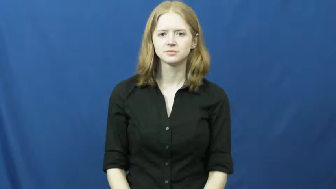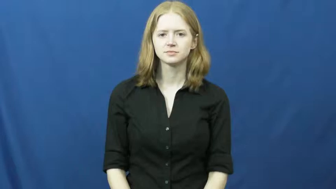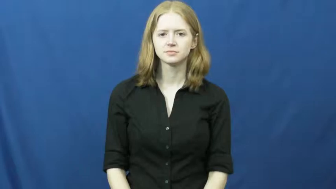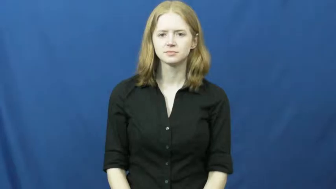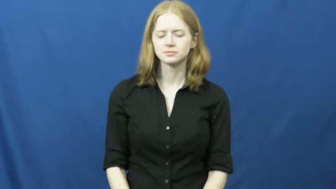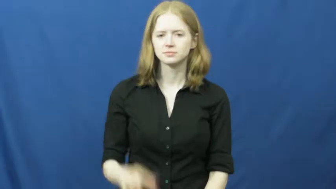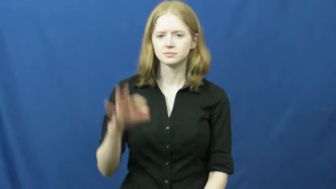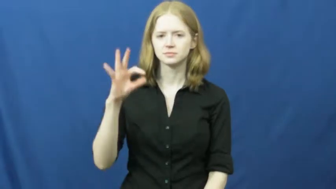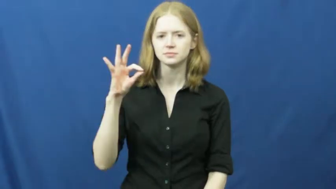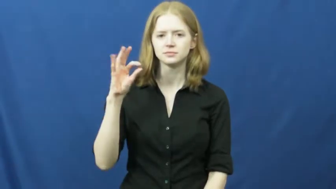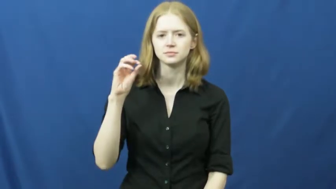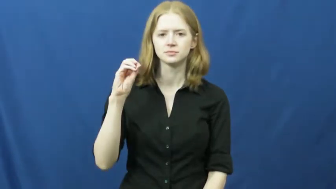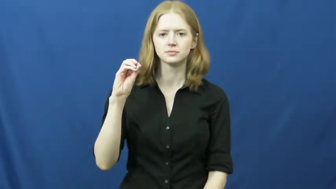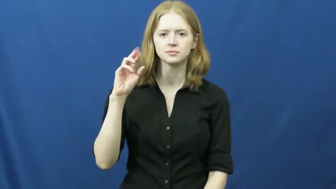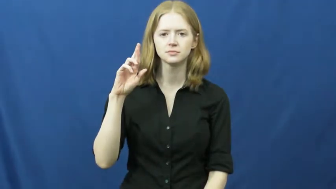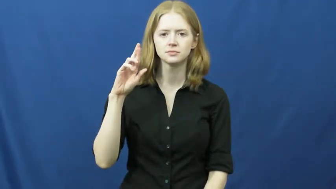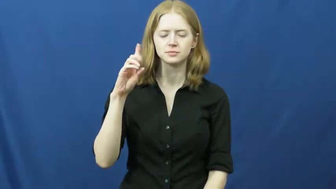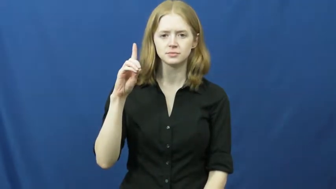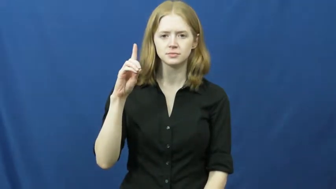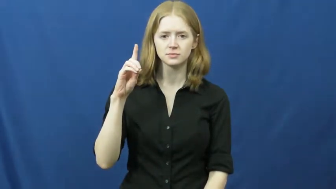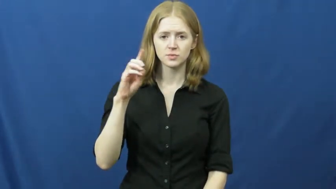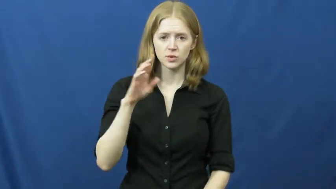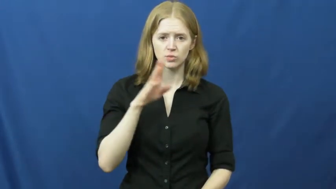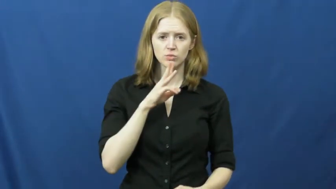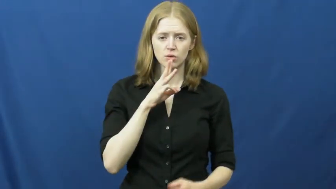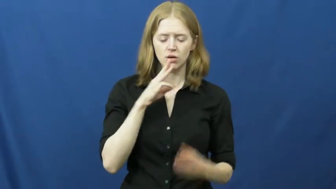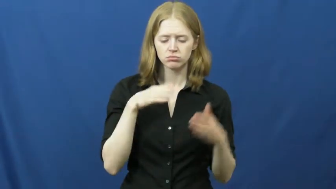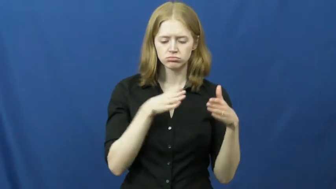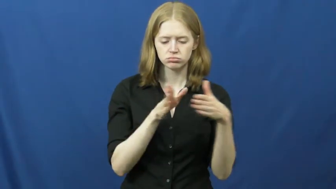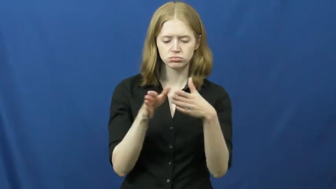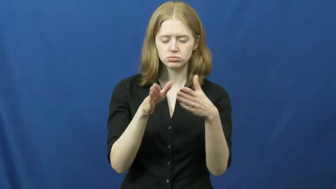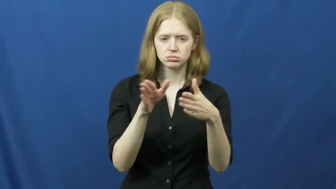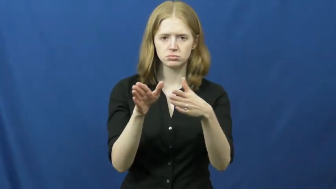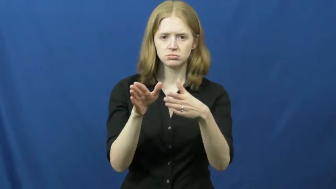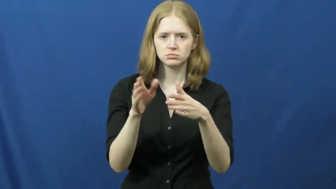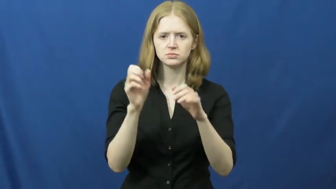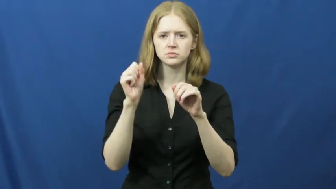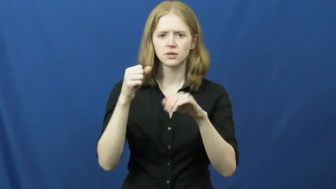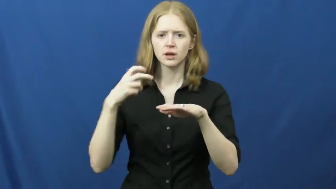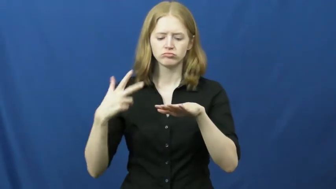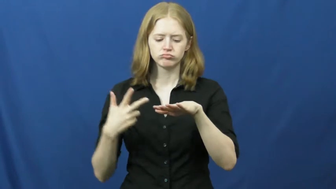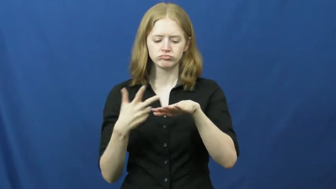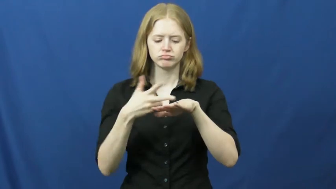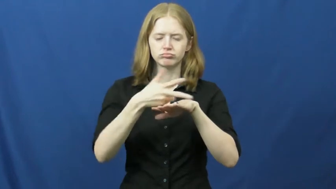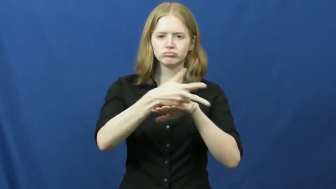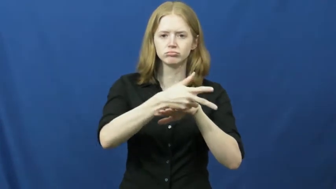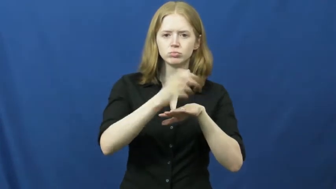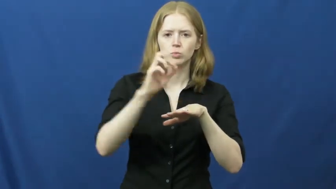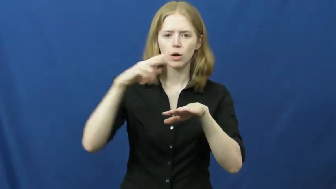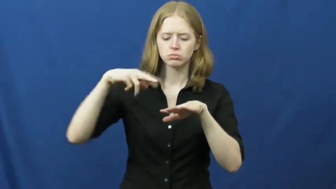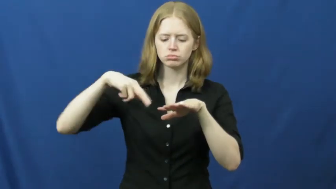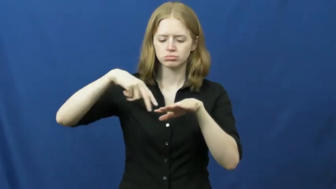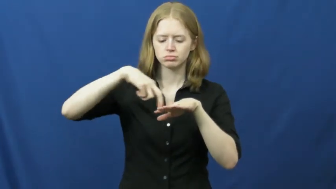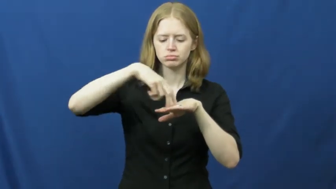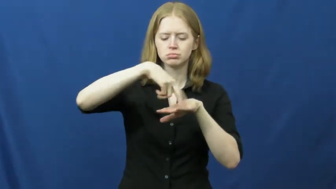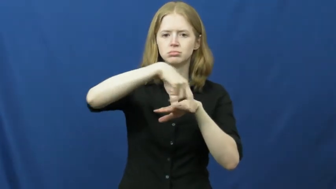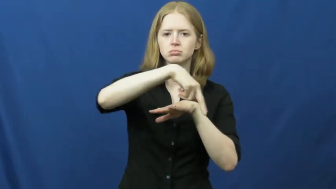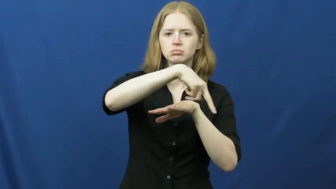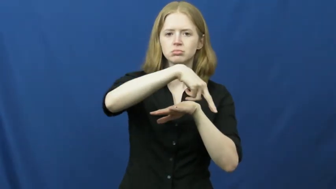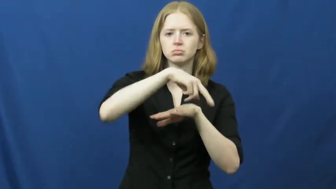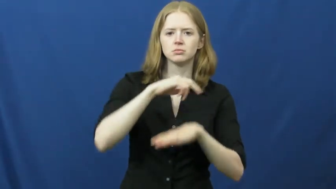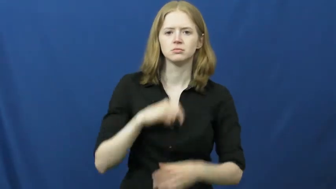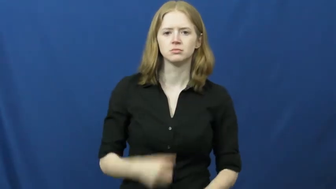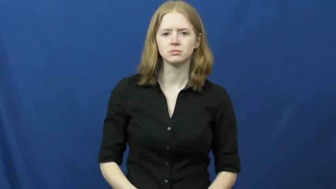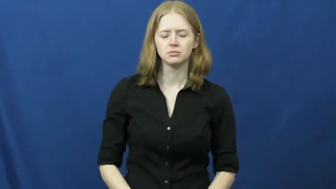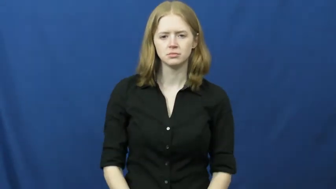ford